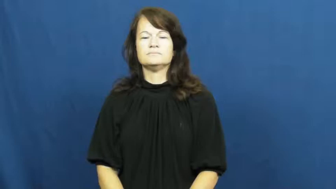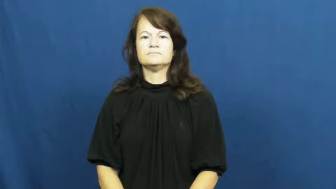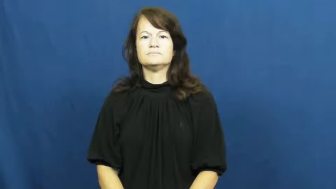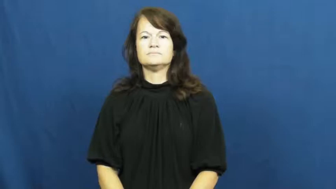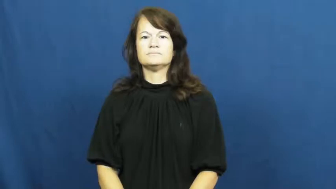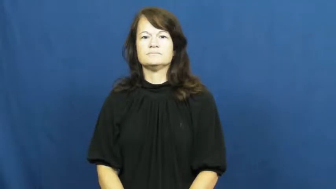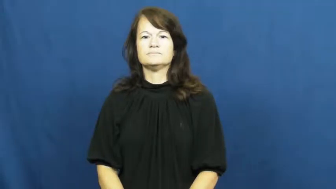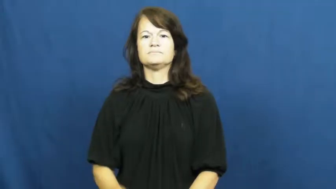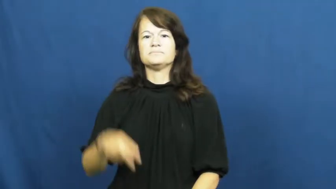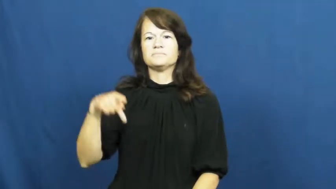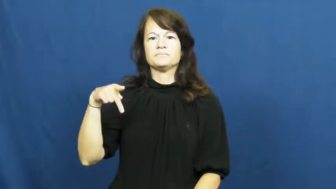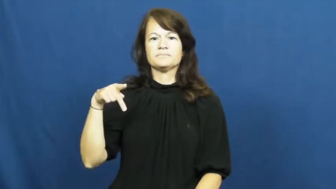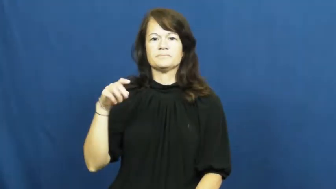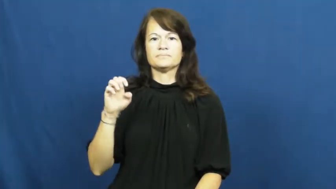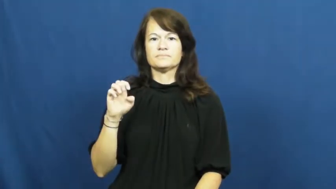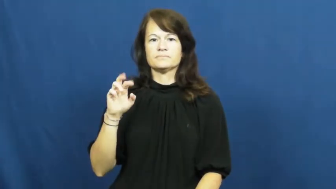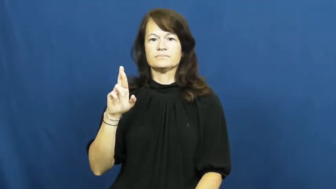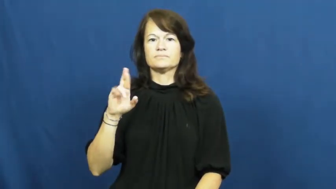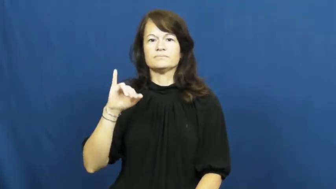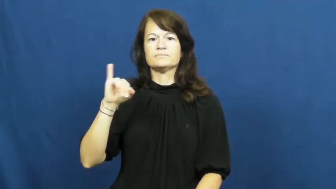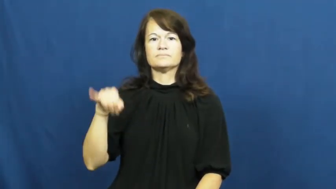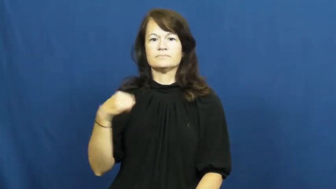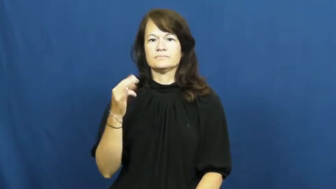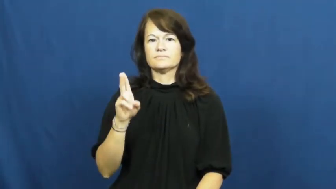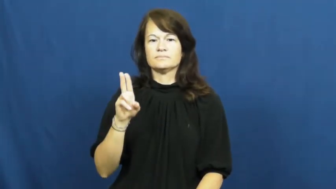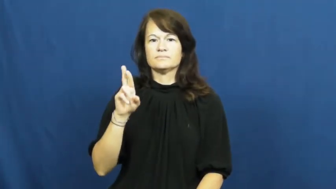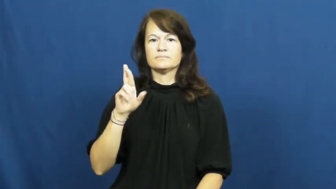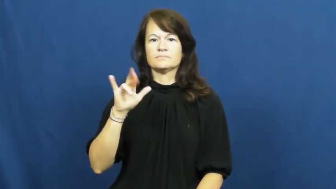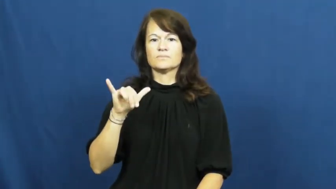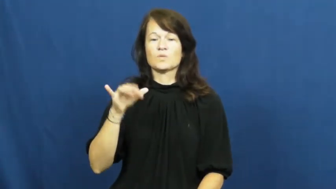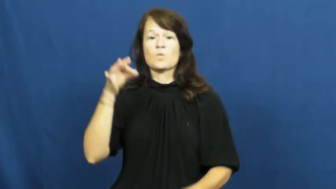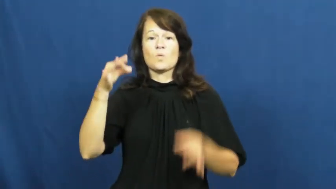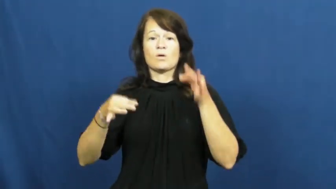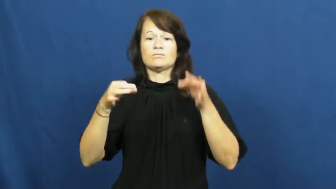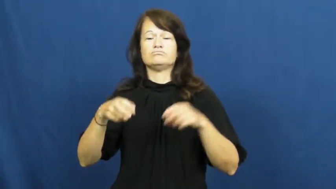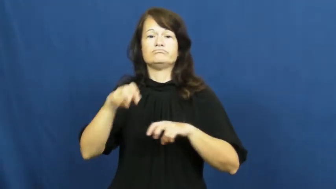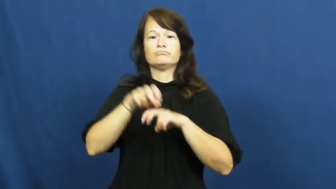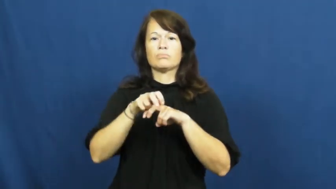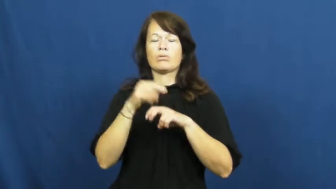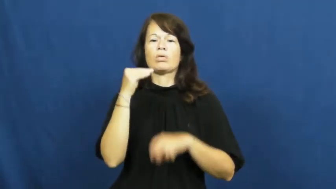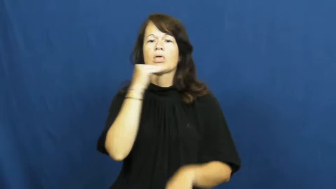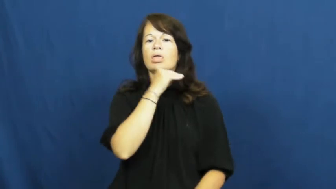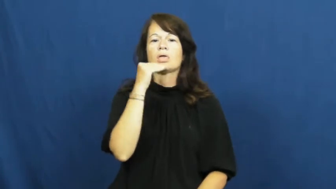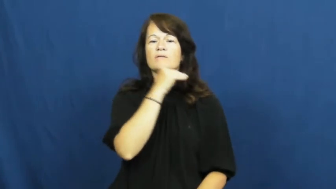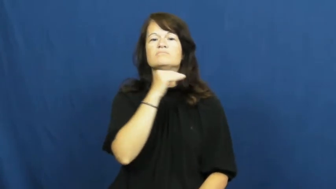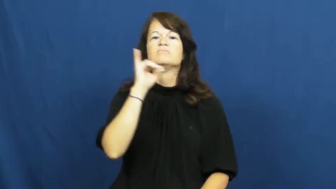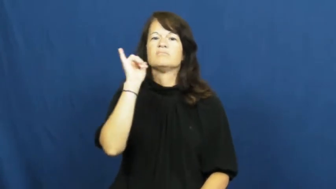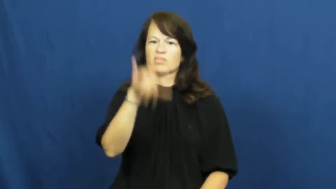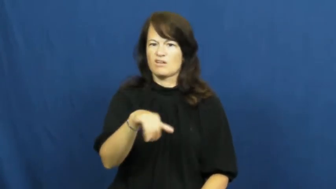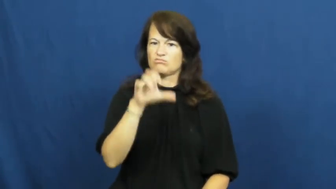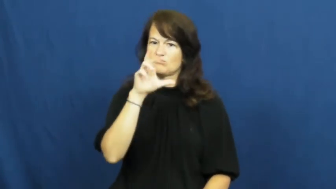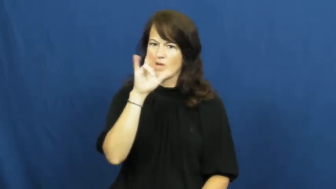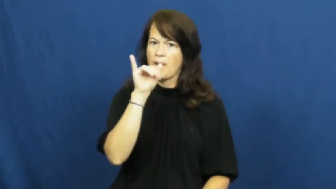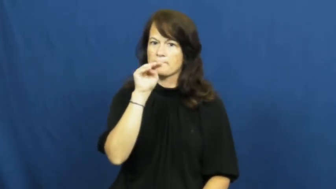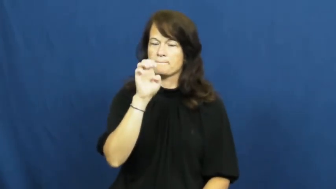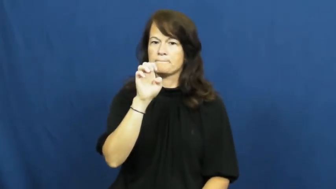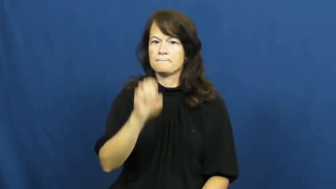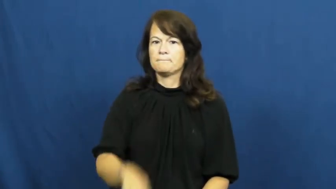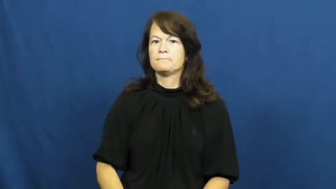perjury